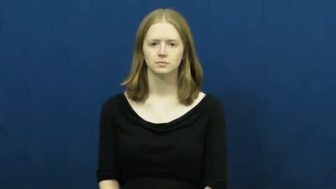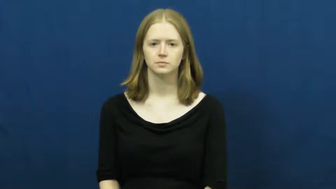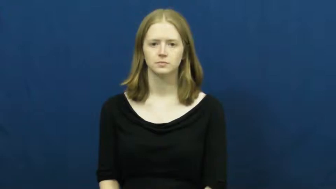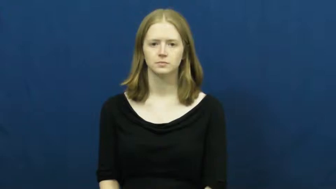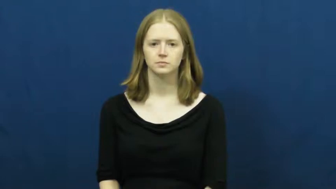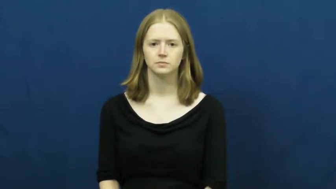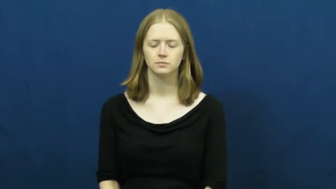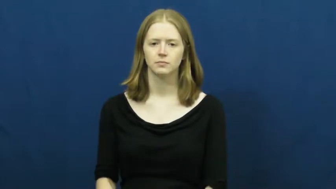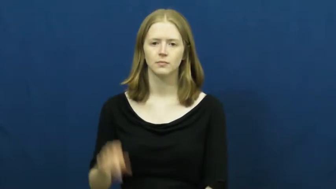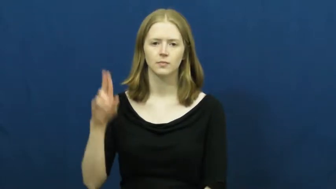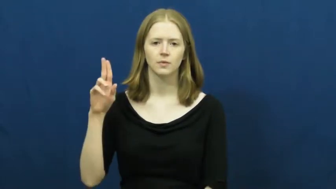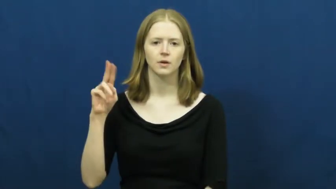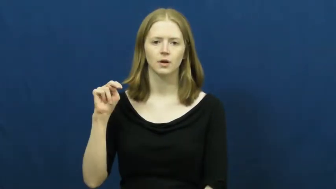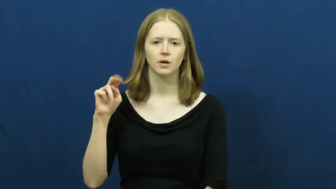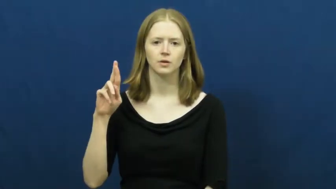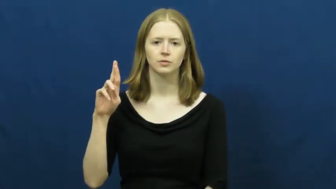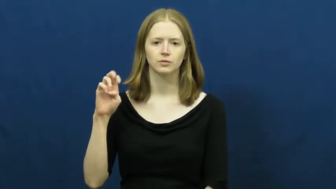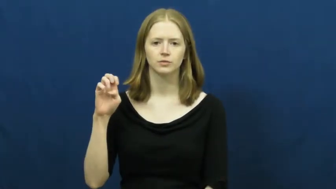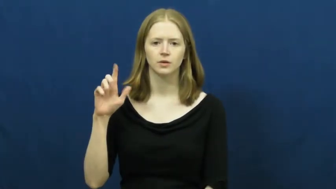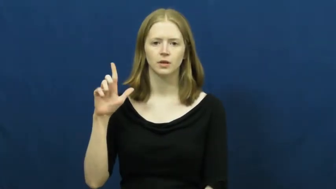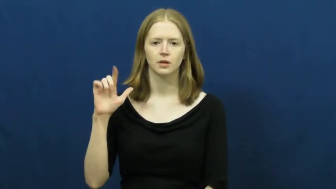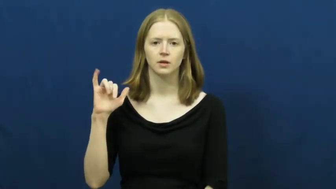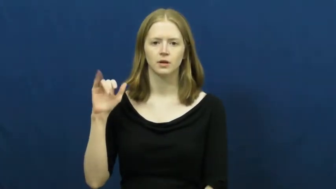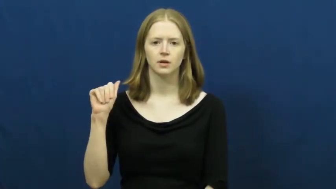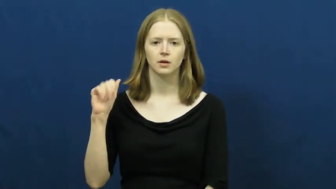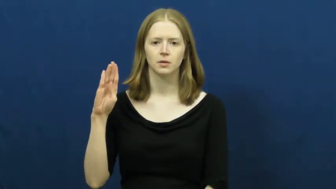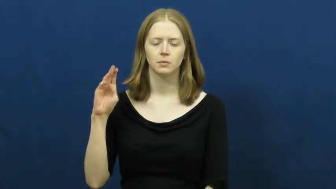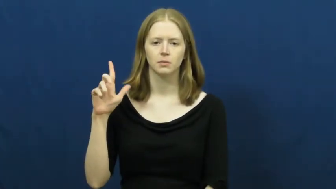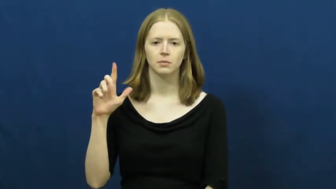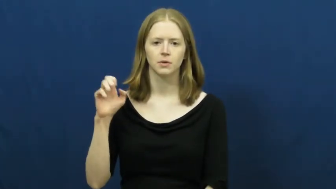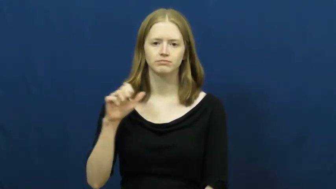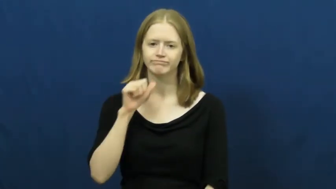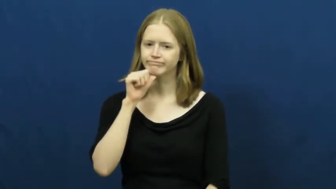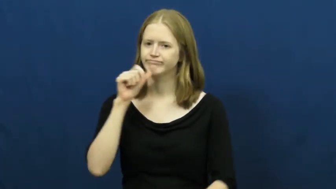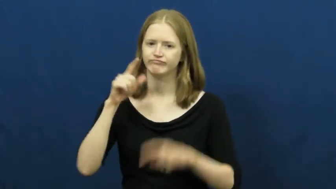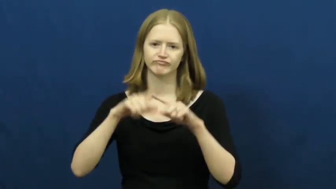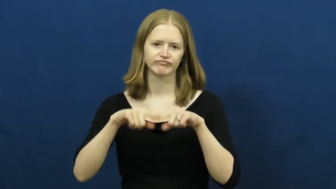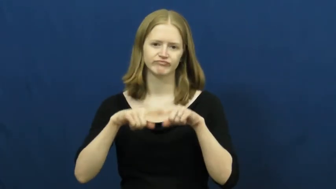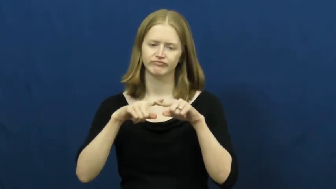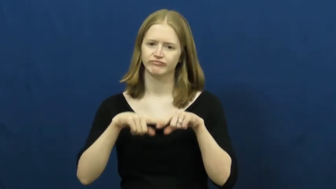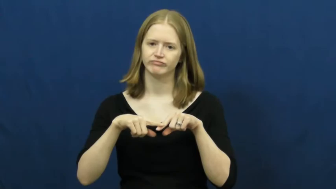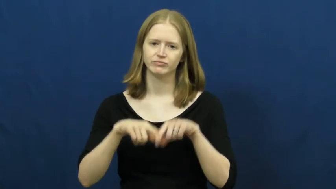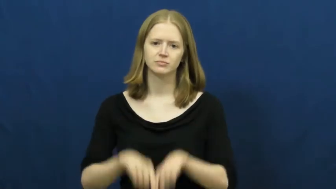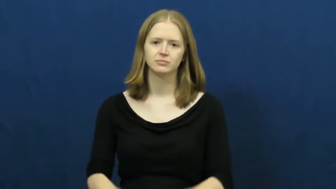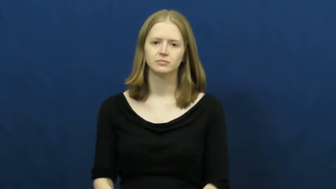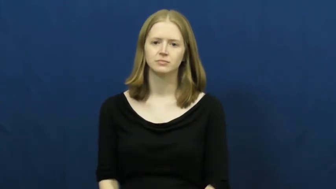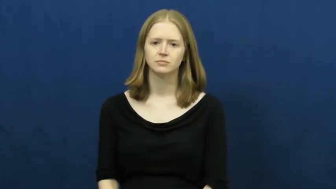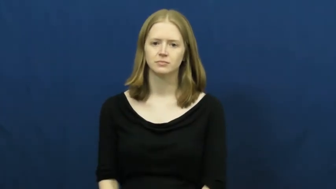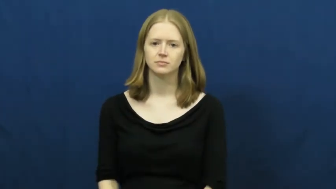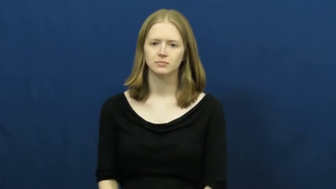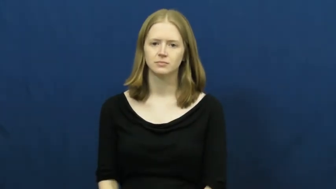unreliable